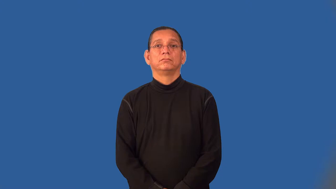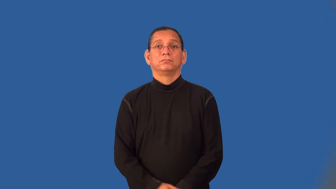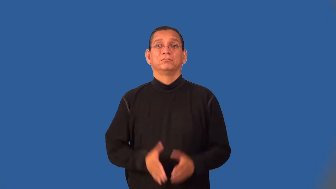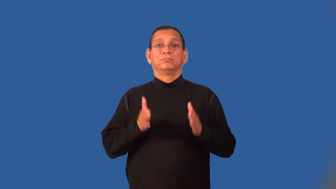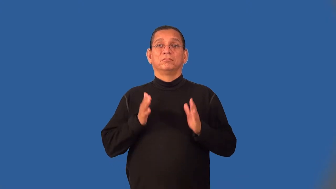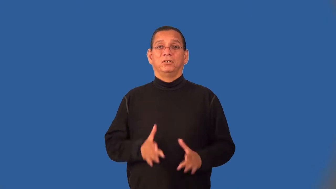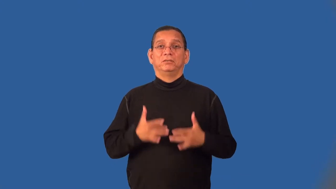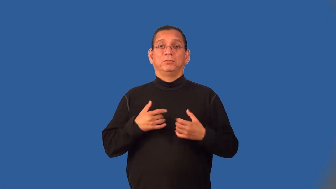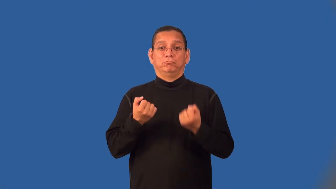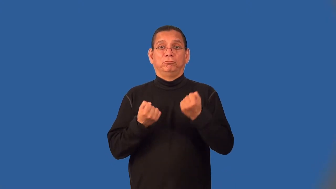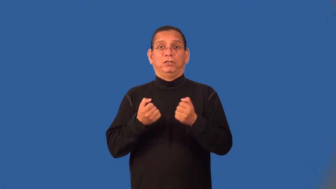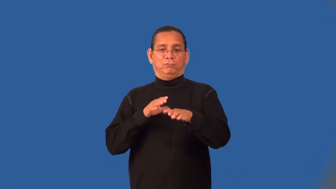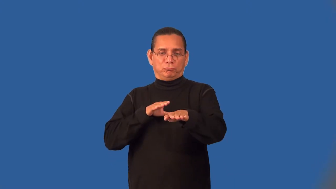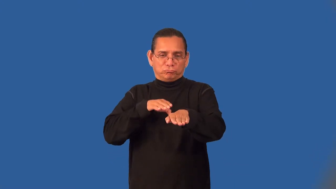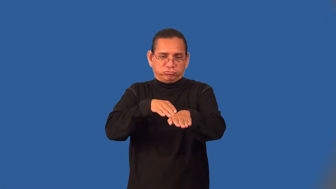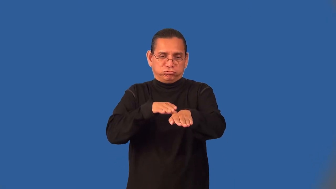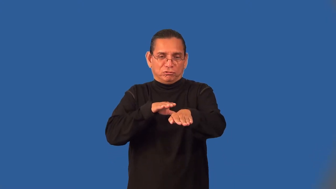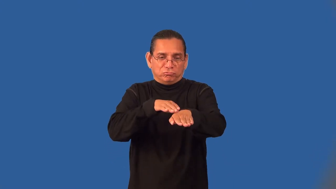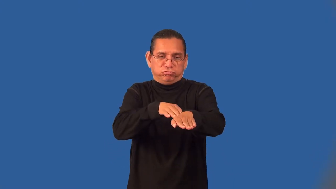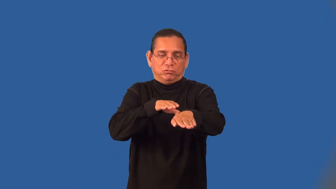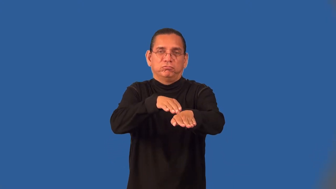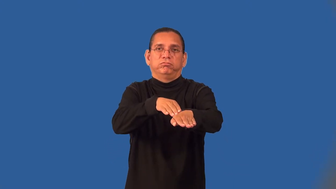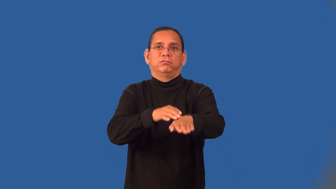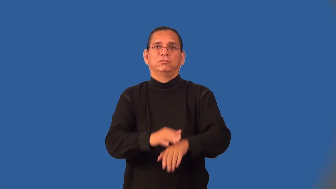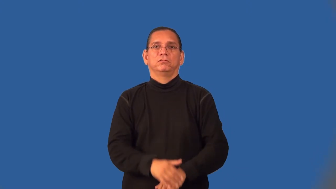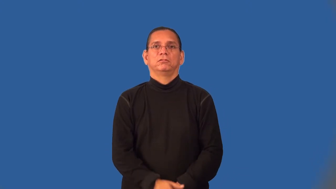tailgater